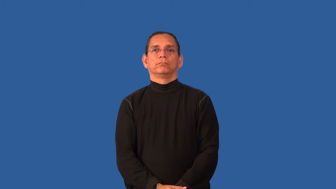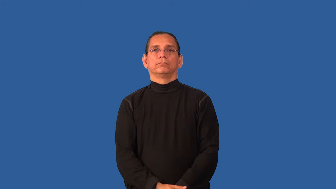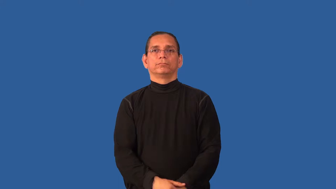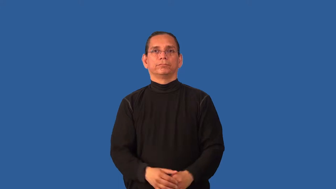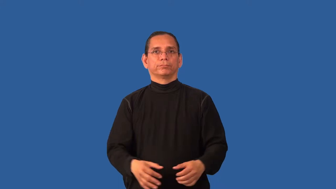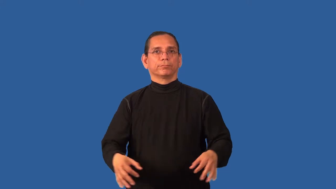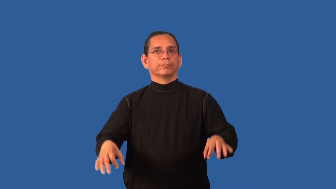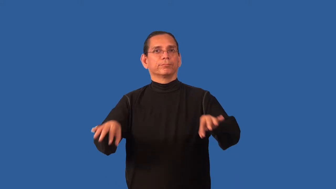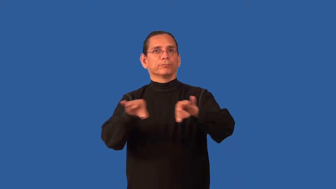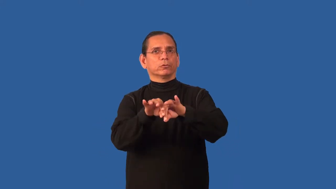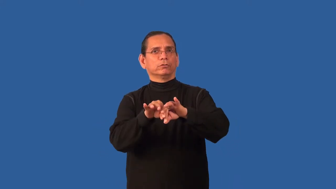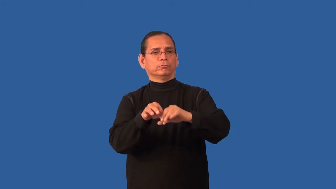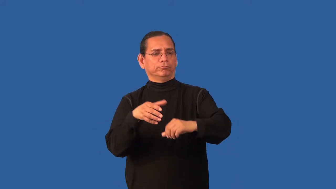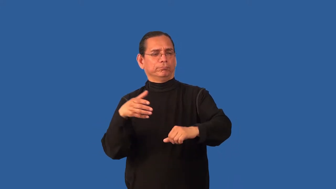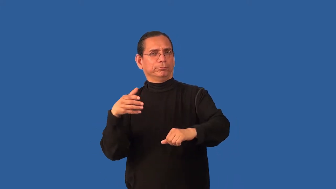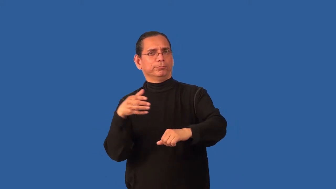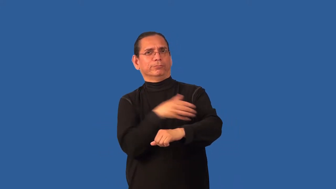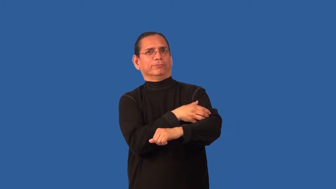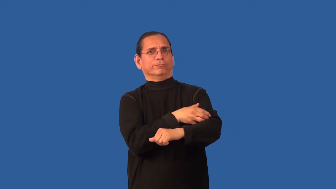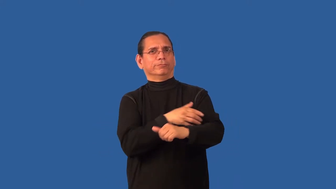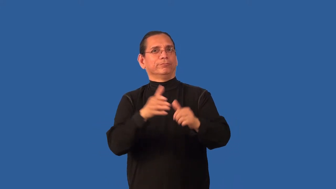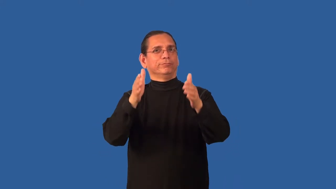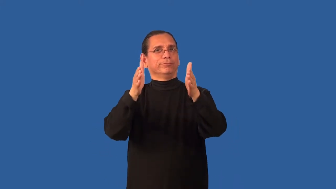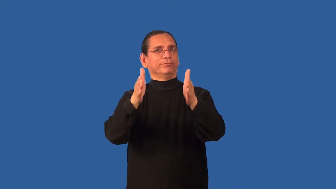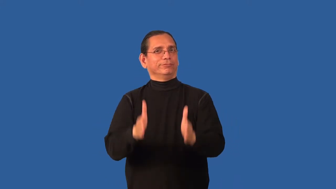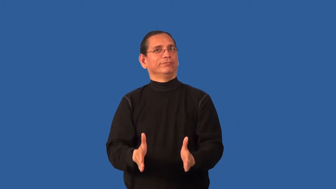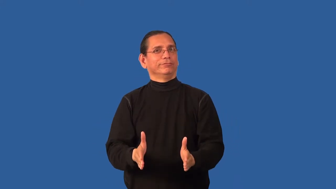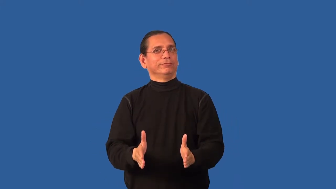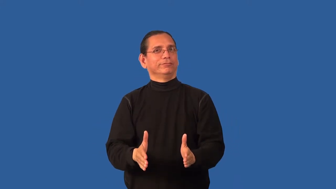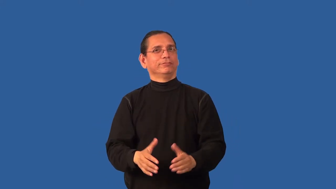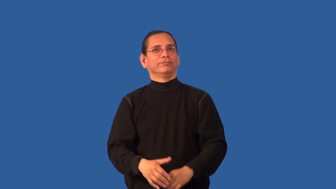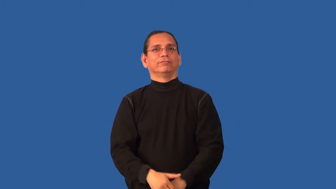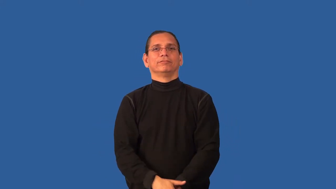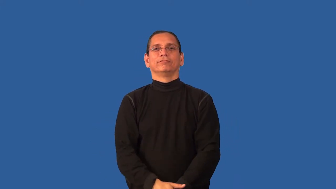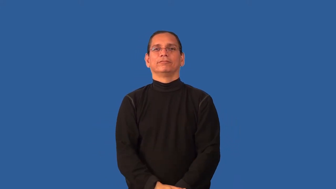bigwig